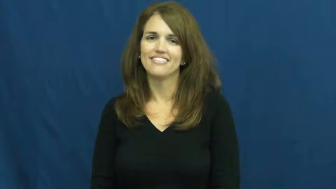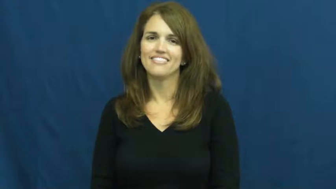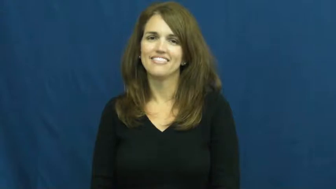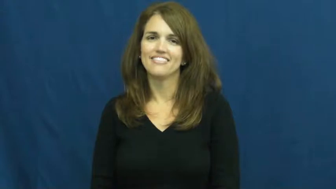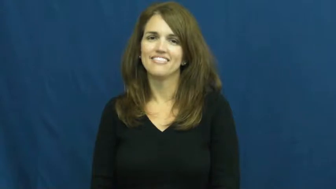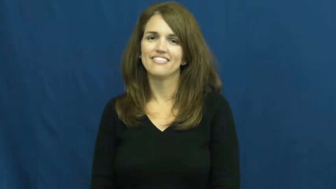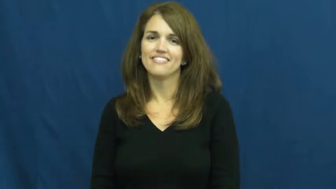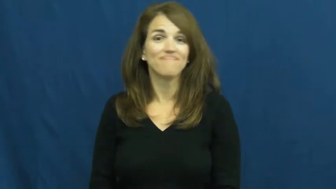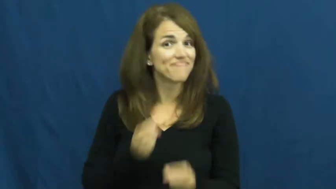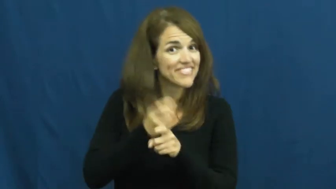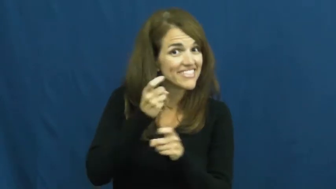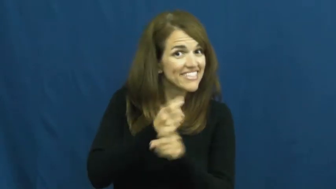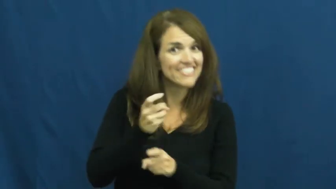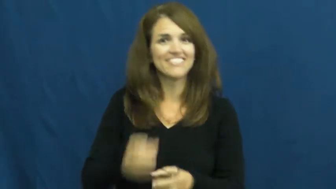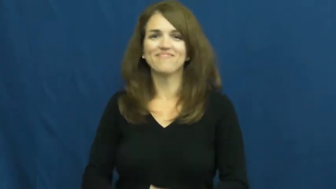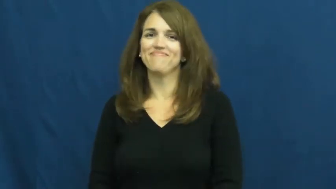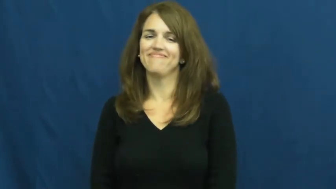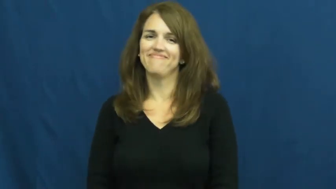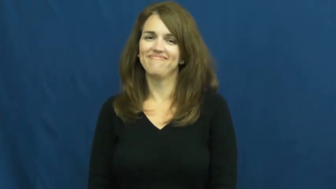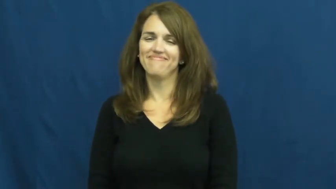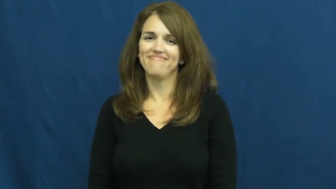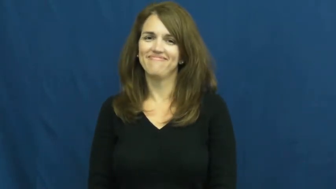tease,kid,joke around,play with,jest,rib,backcomb,josh,persiflage,raillery,chaff